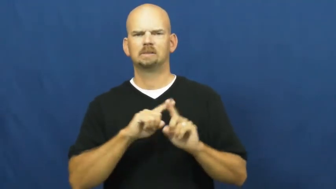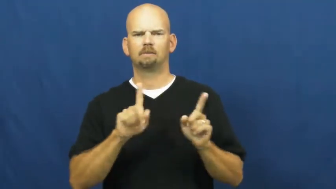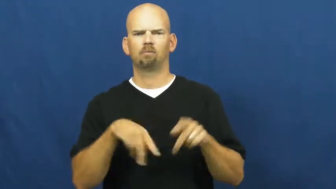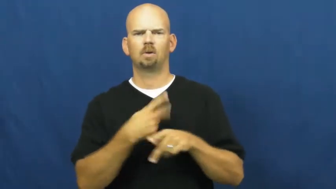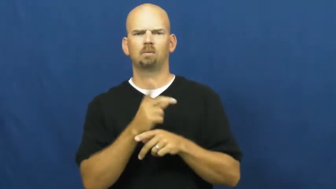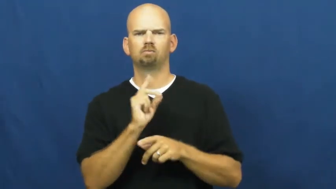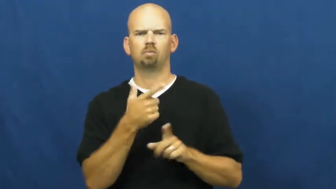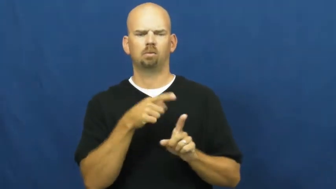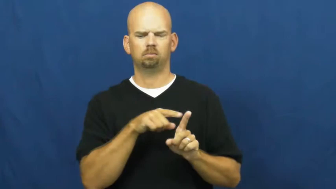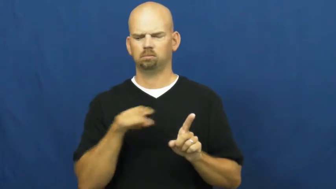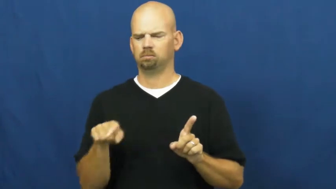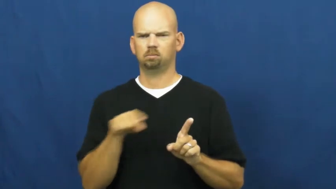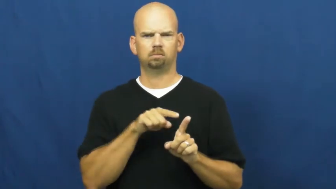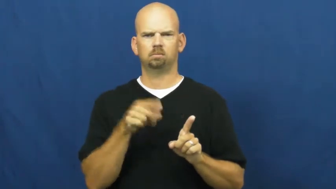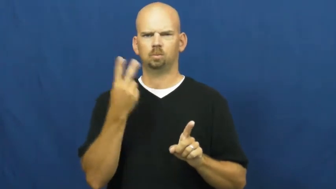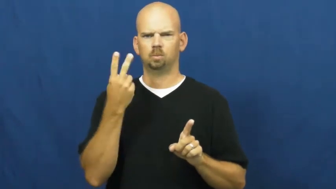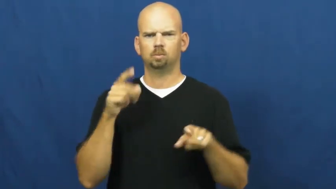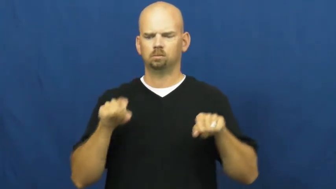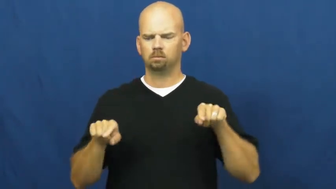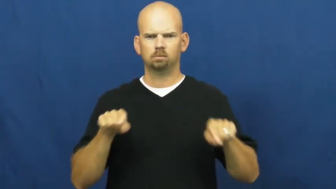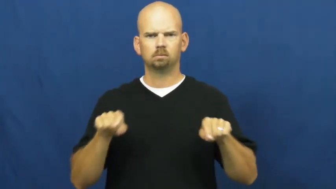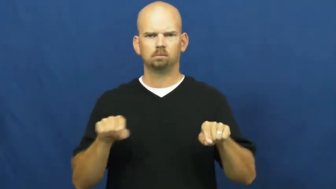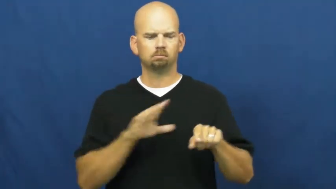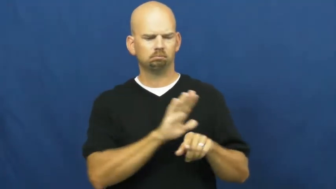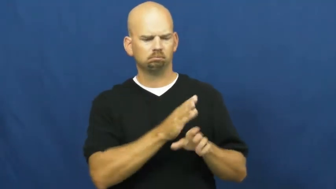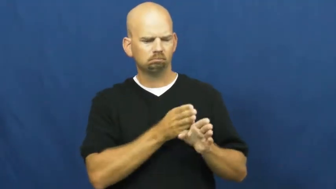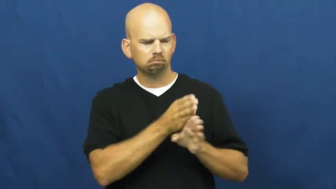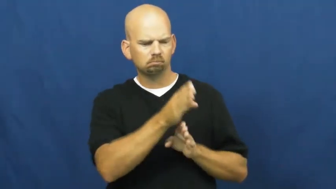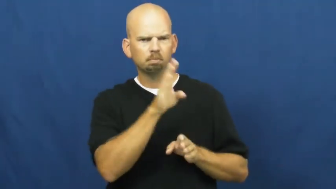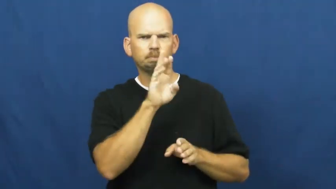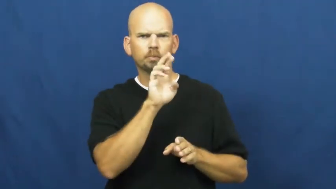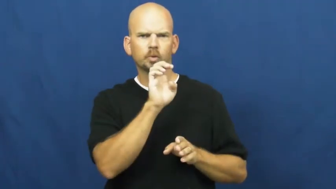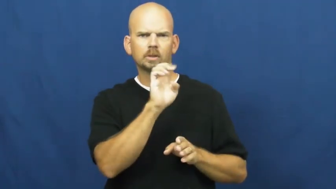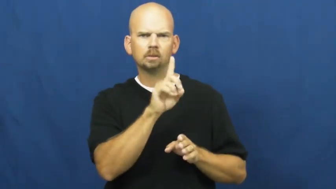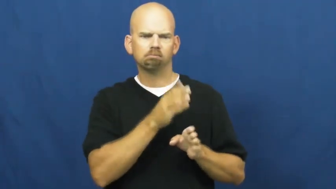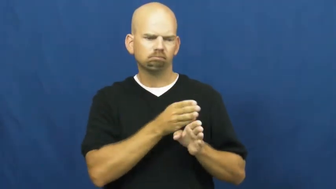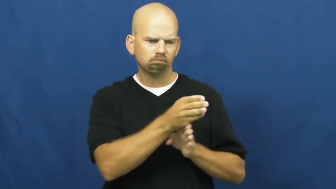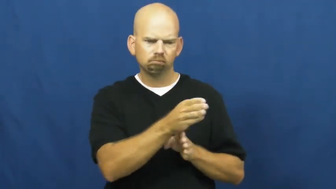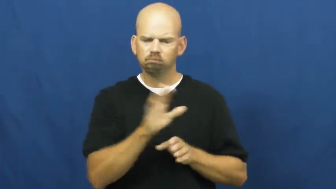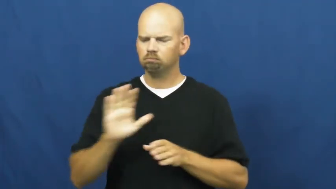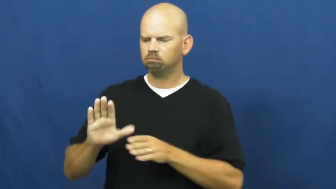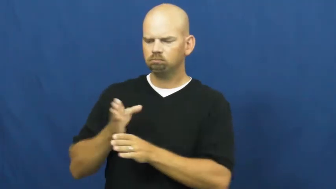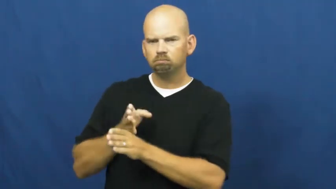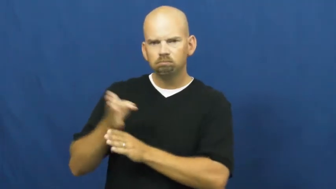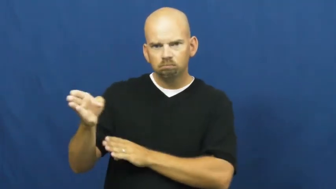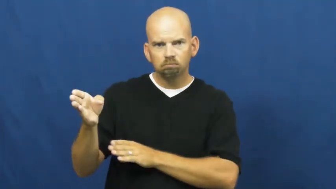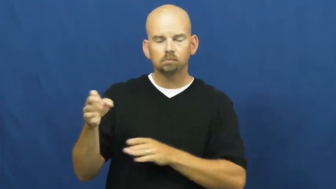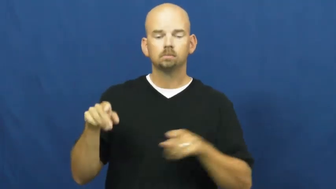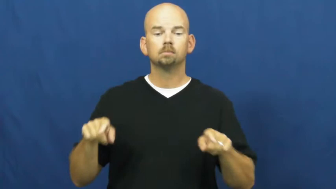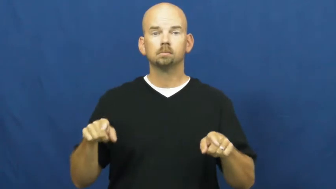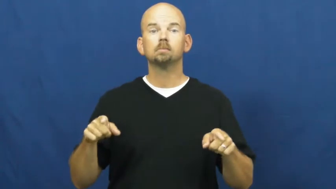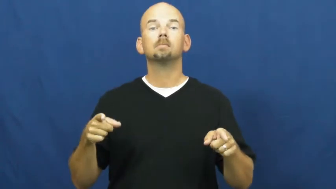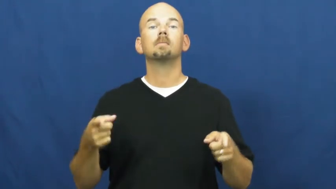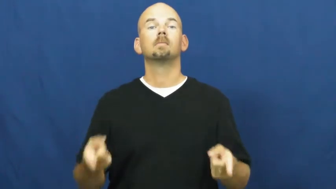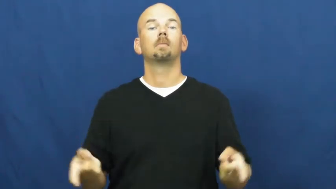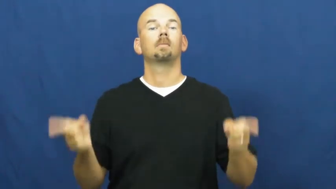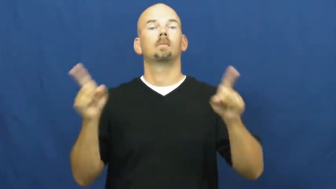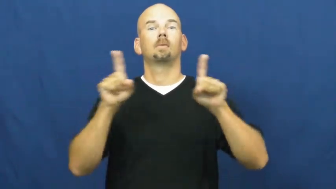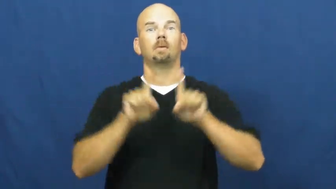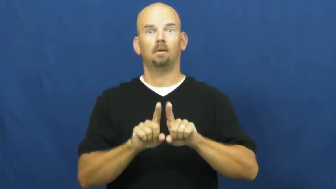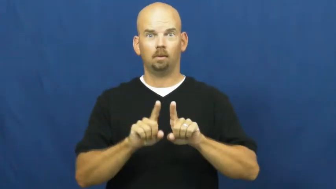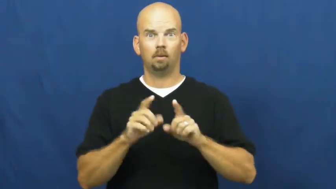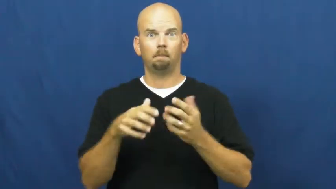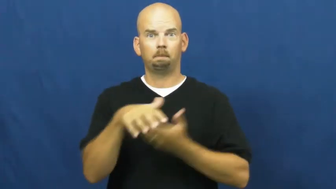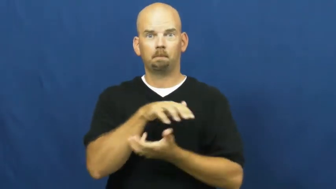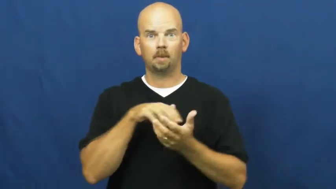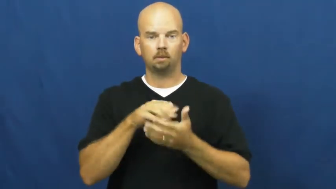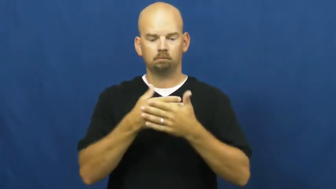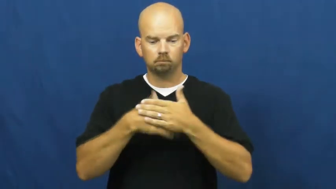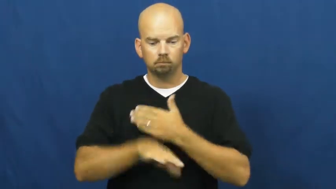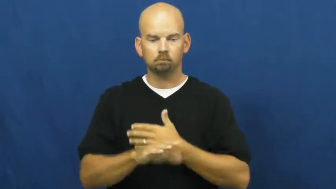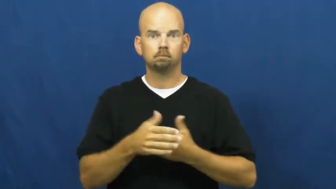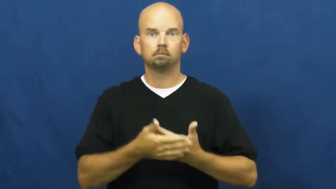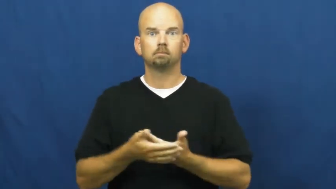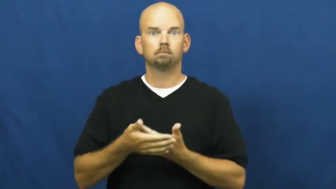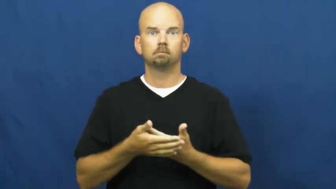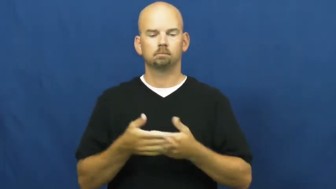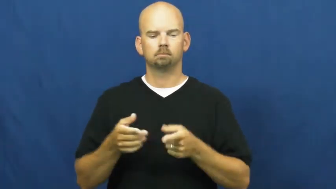crossbreed,cross